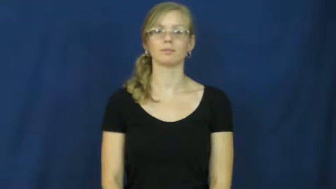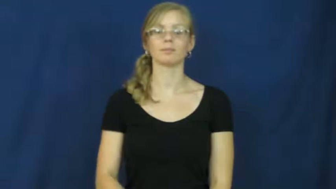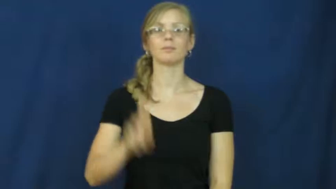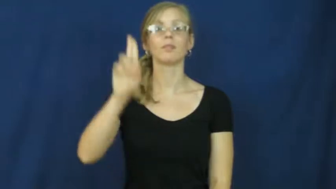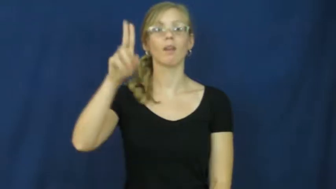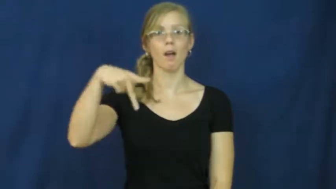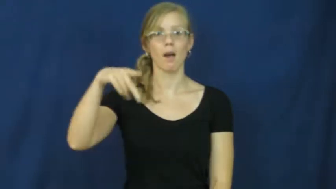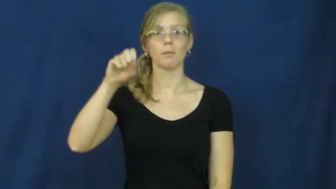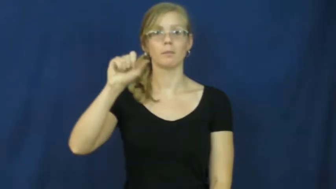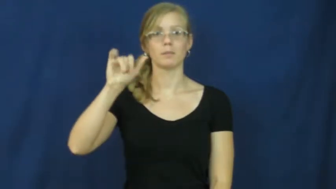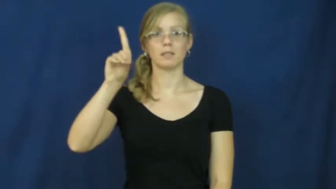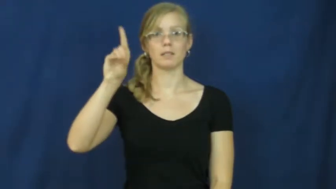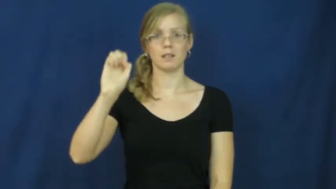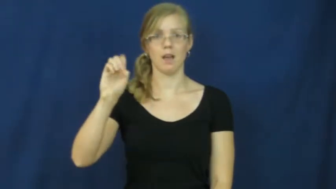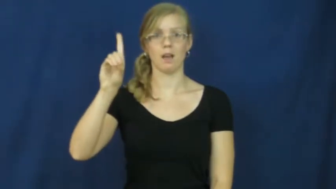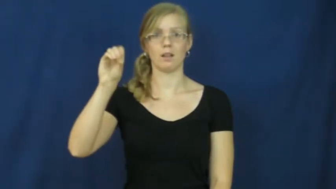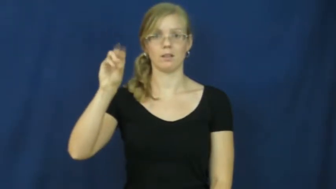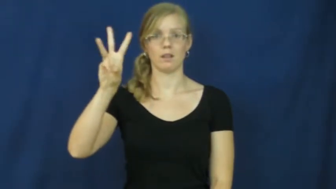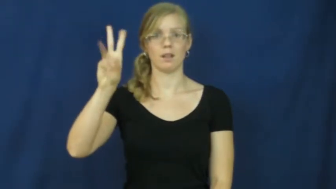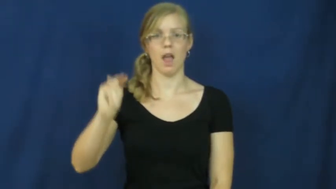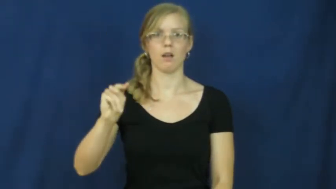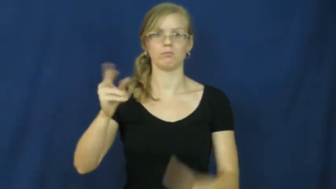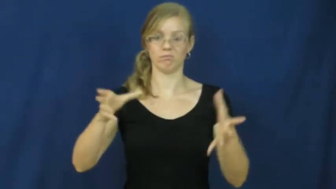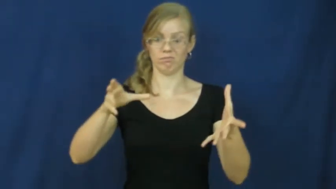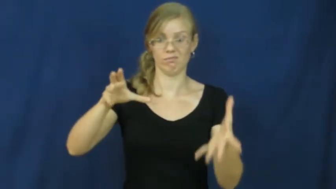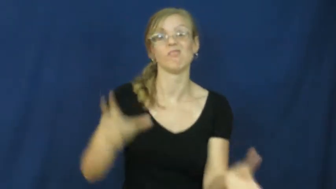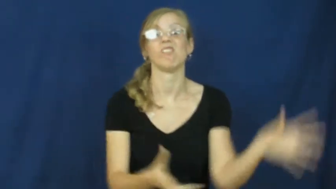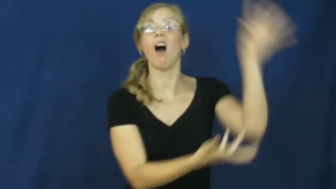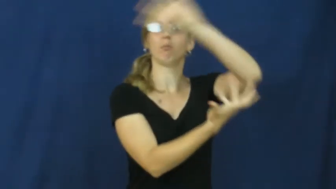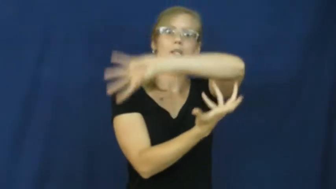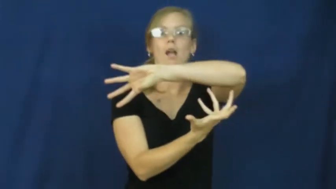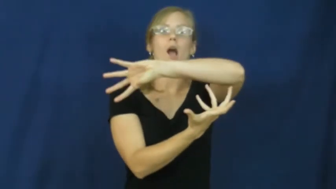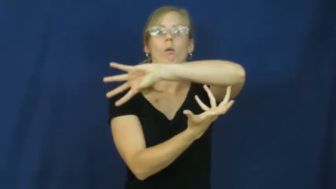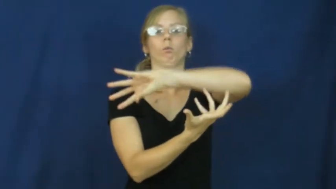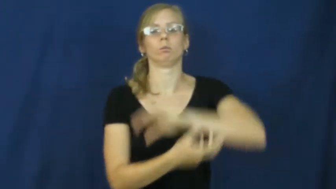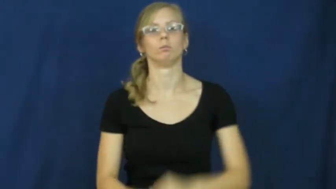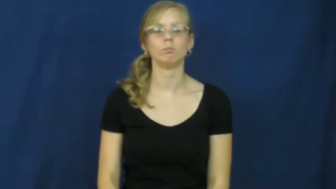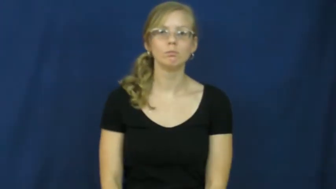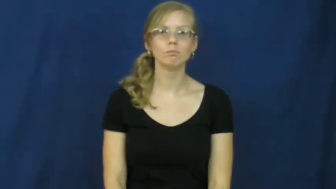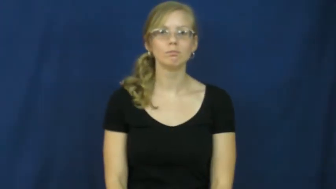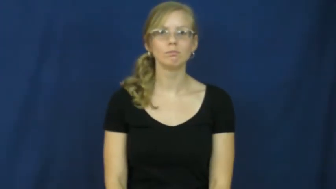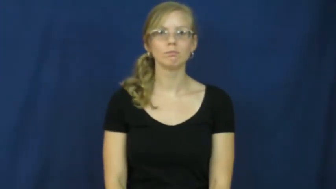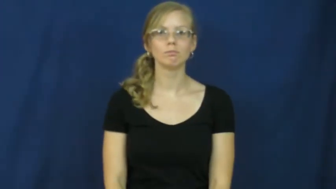upside down